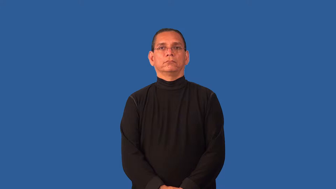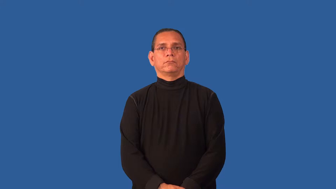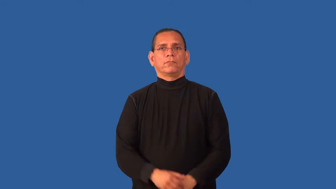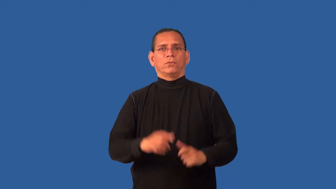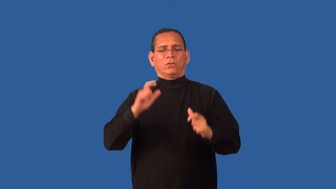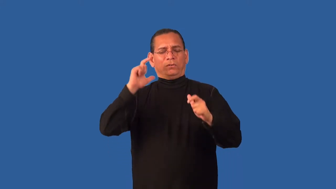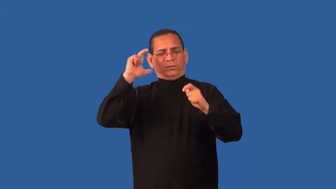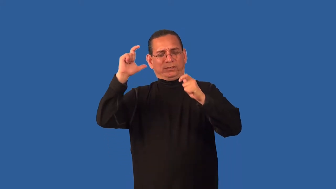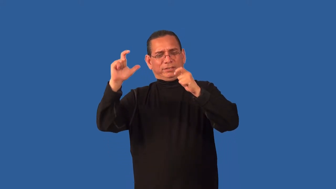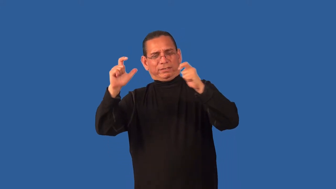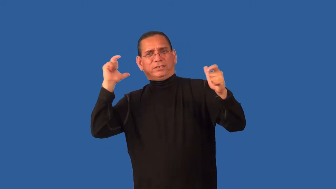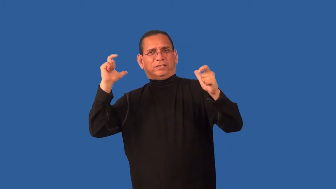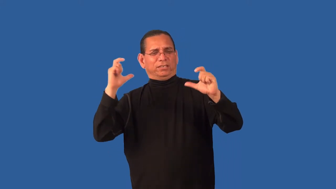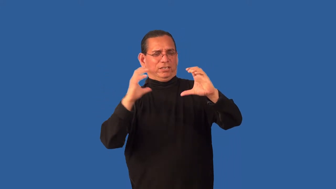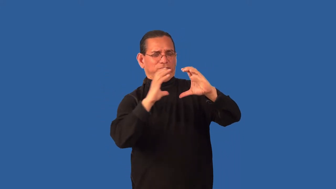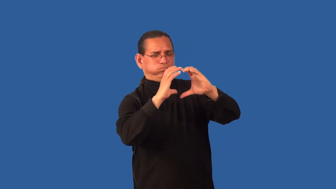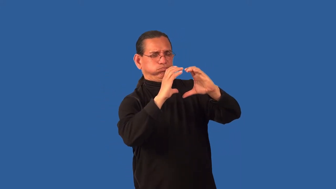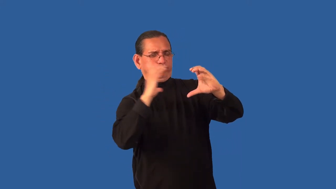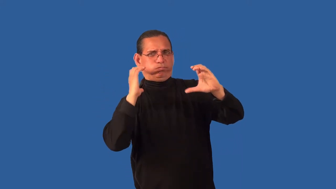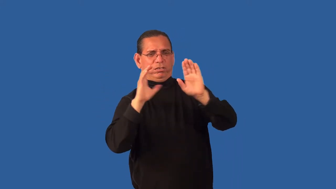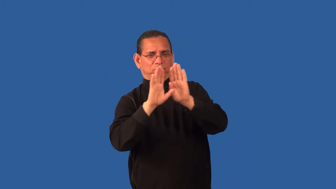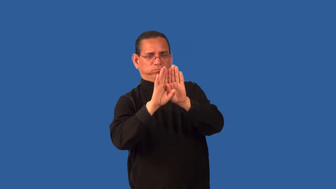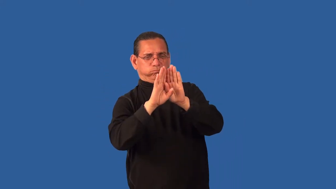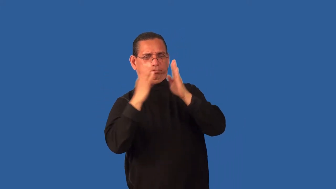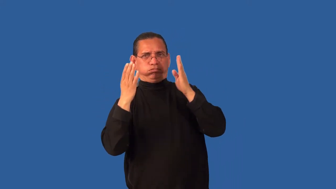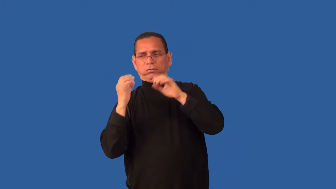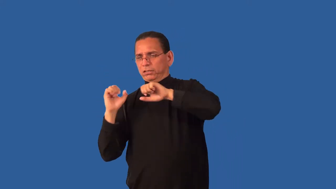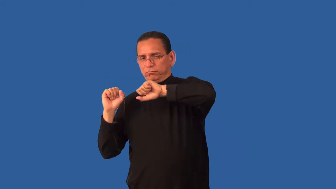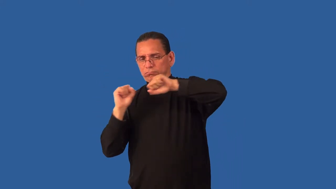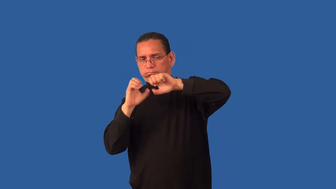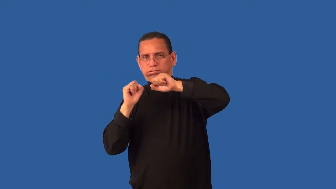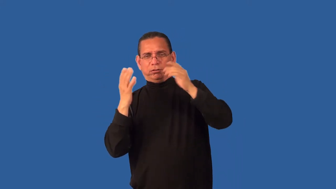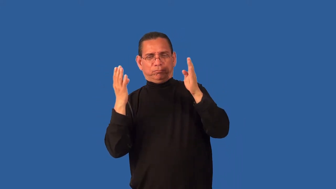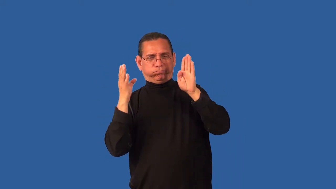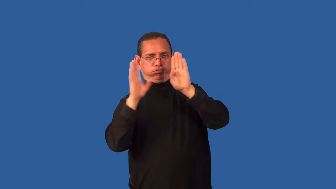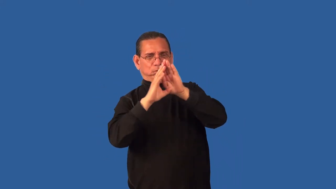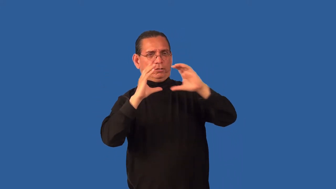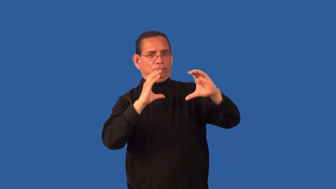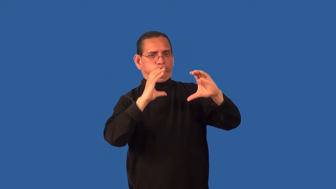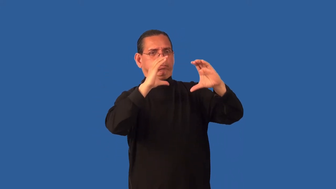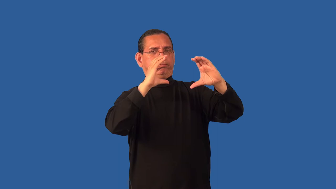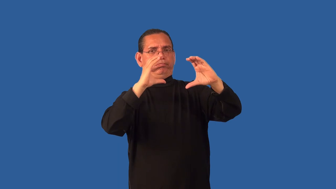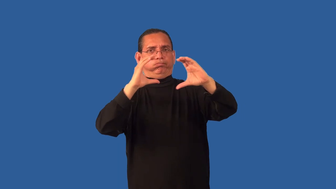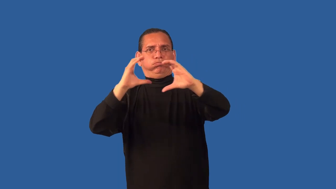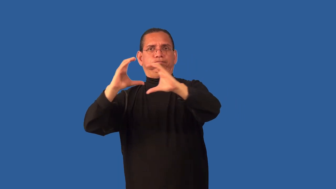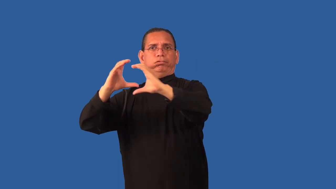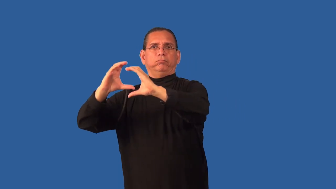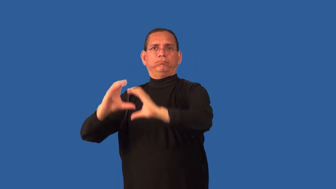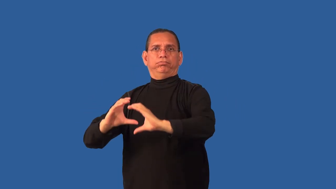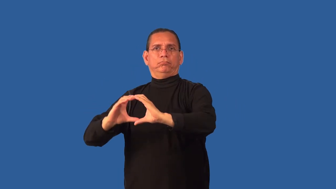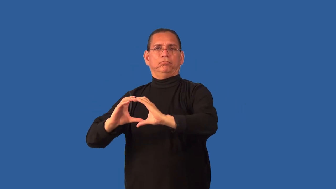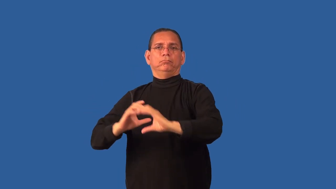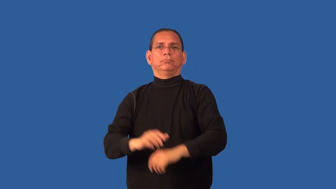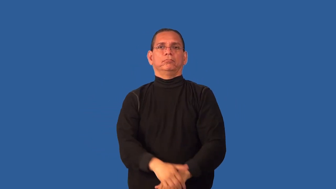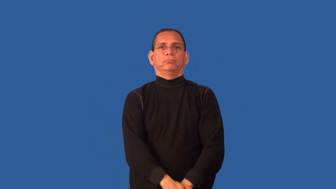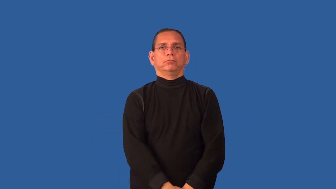container-cargo